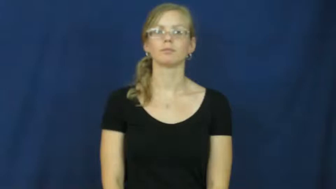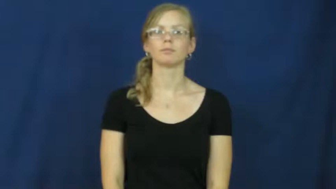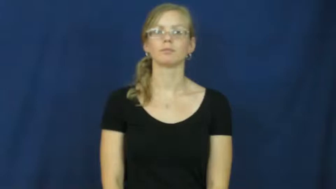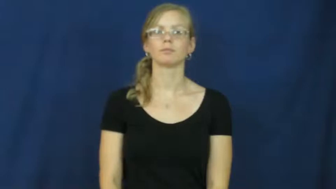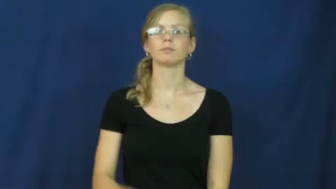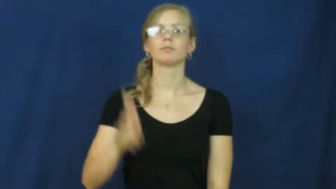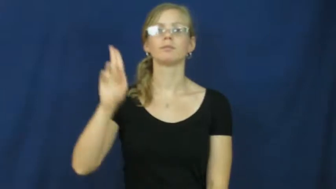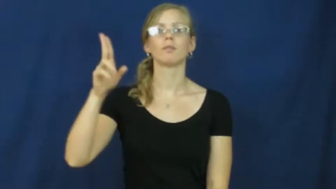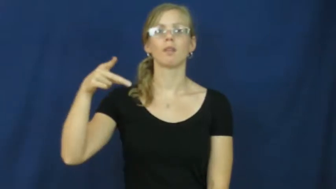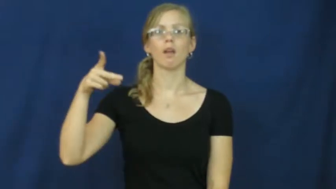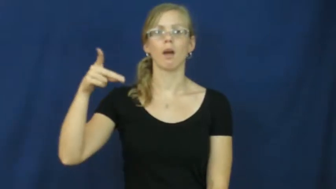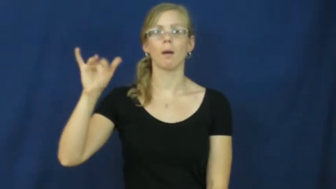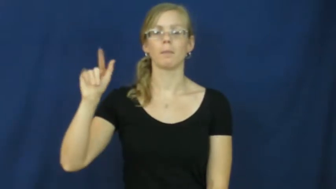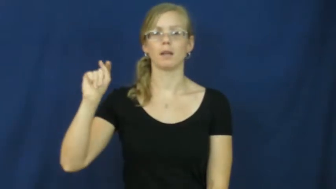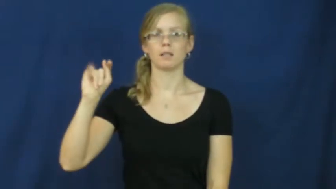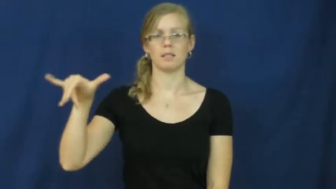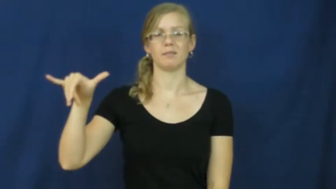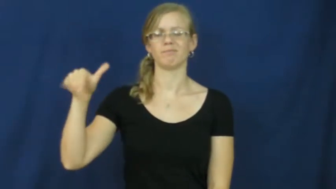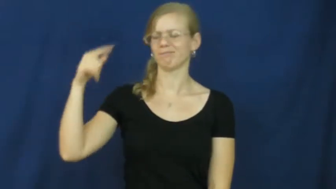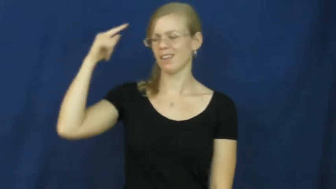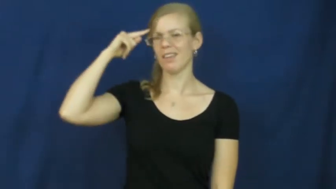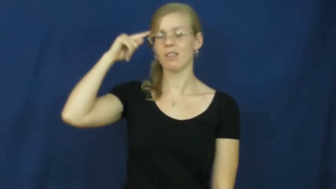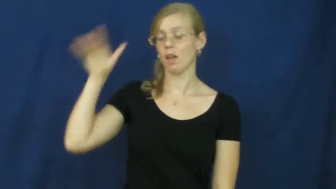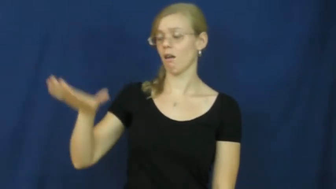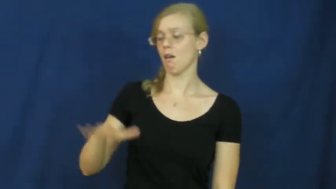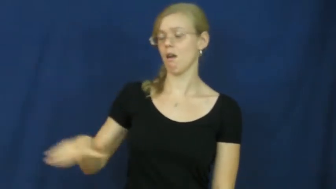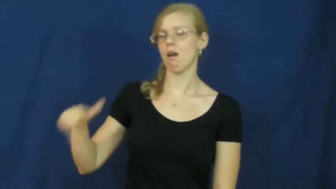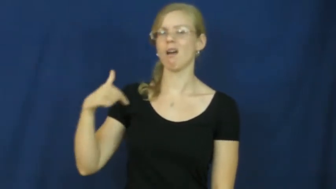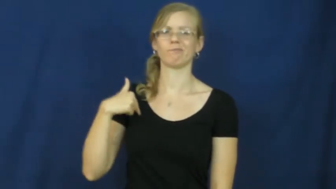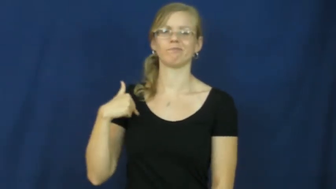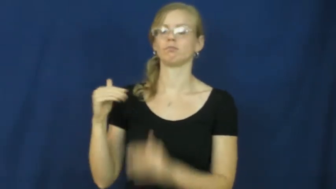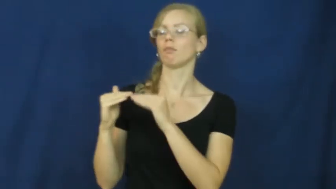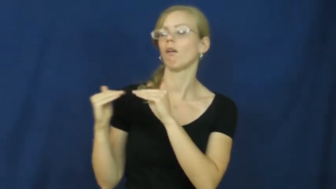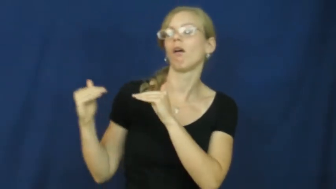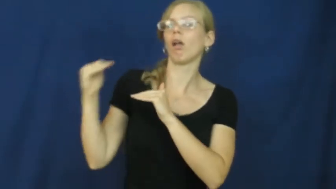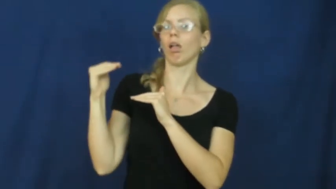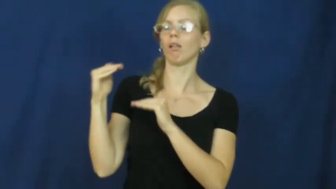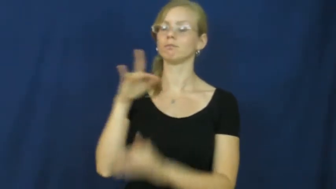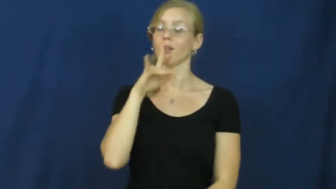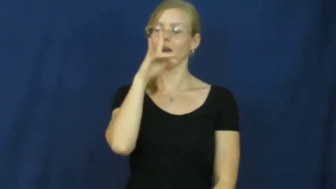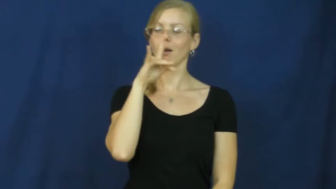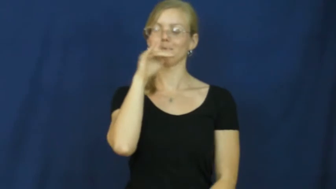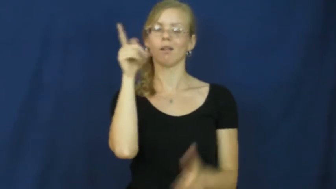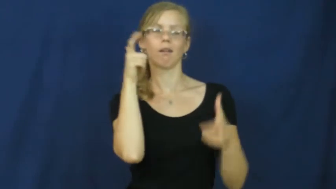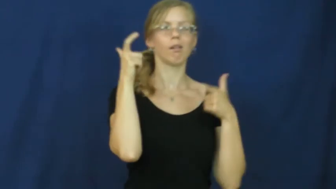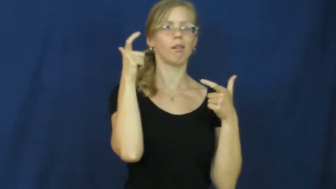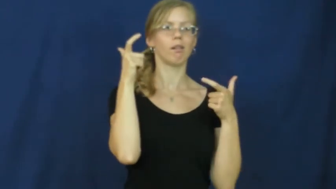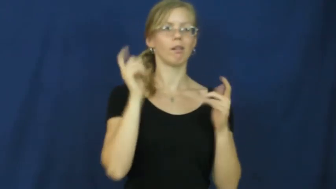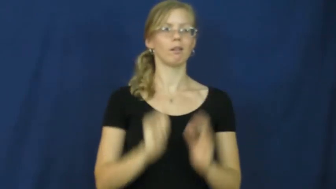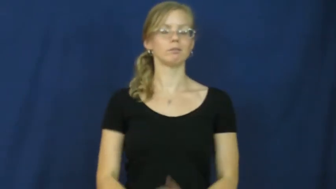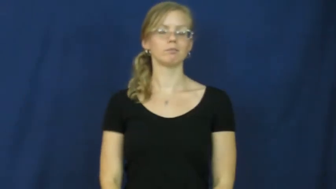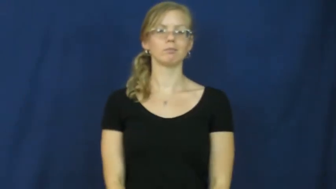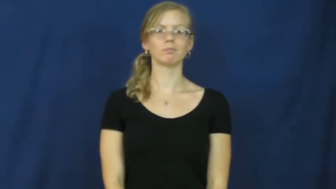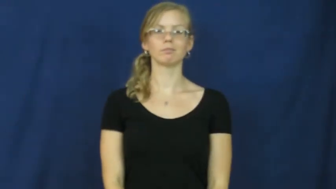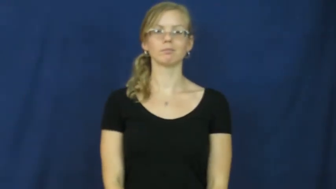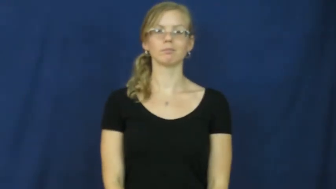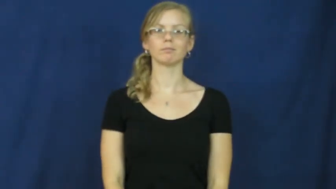uppity